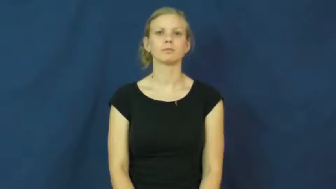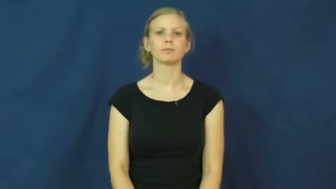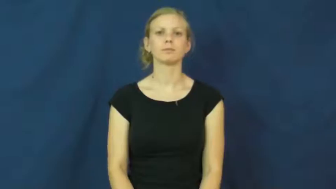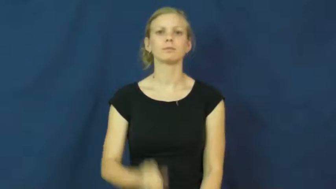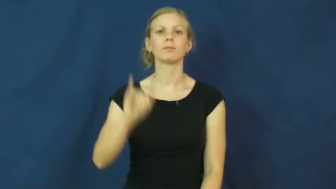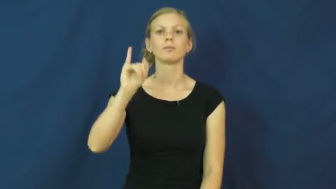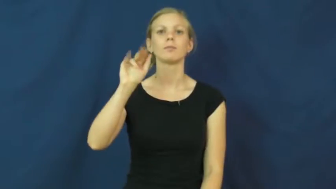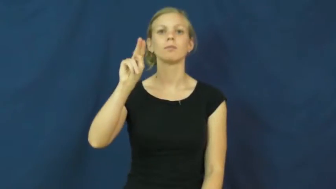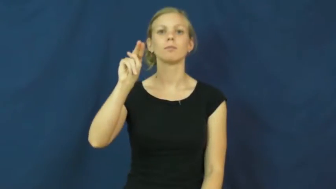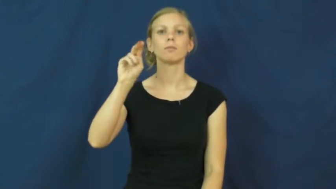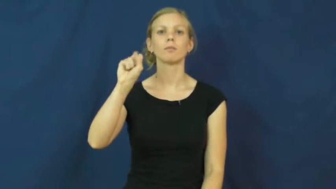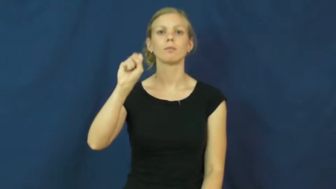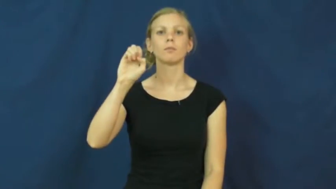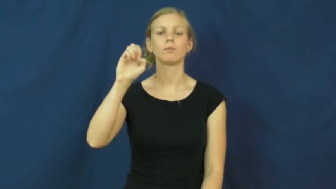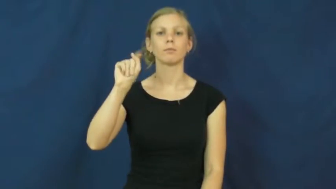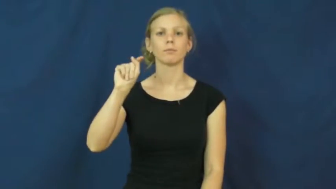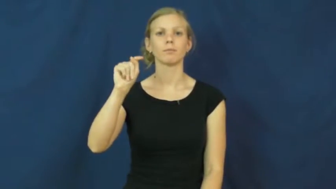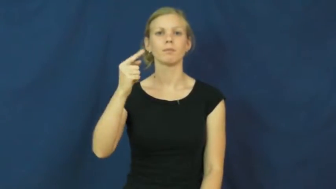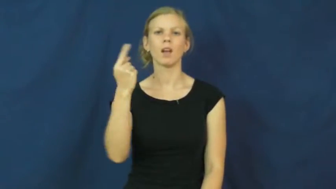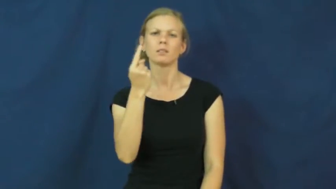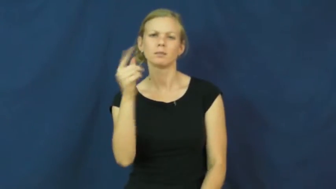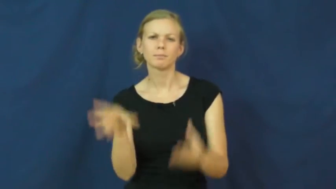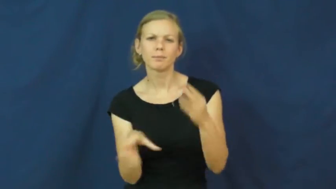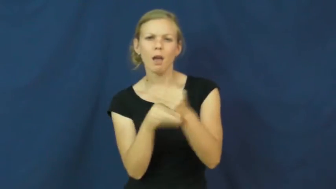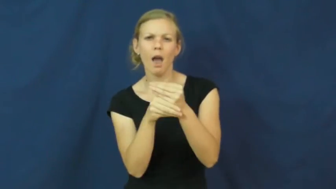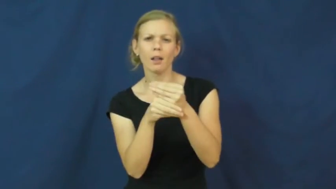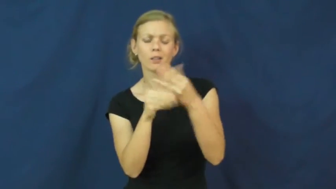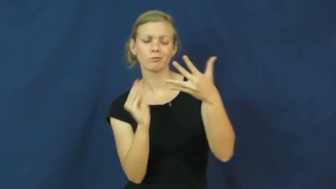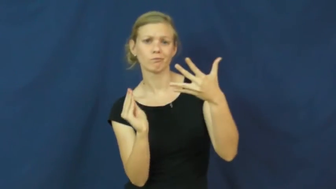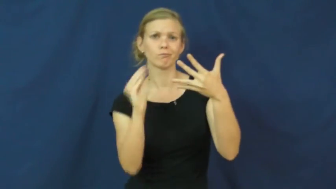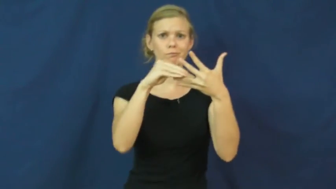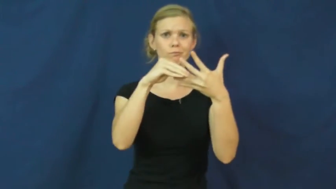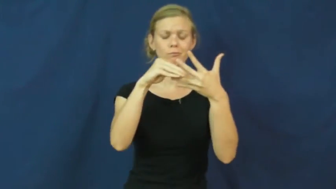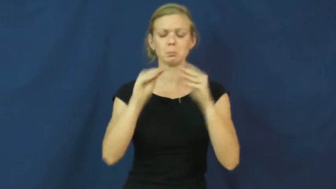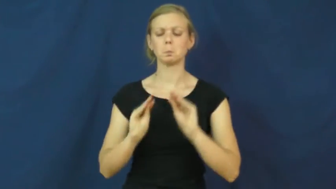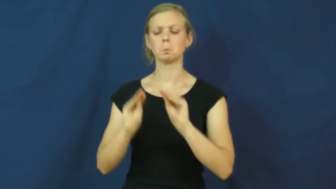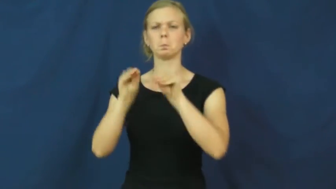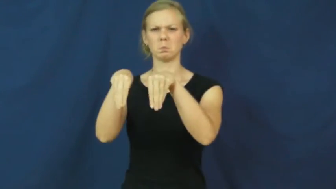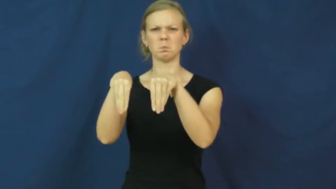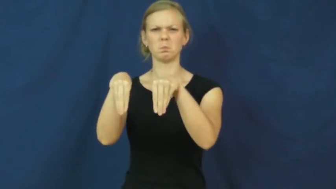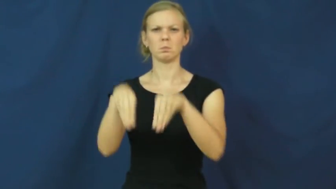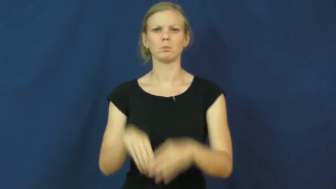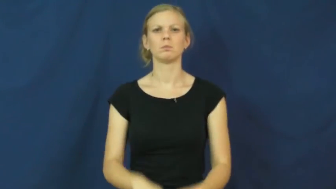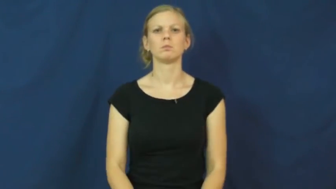inset